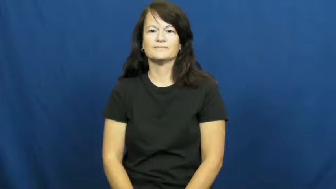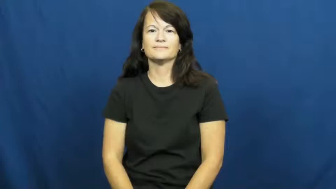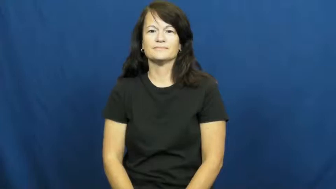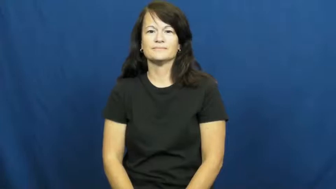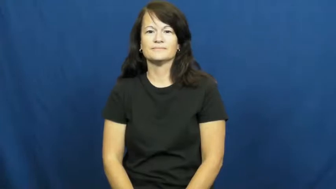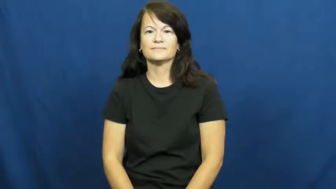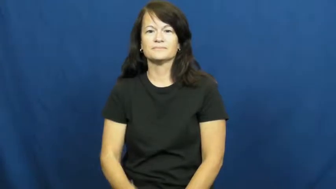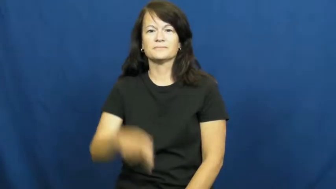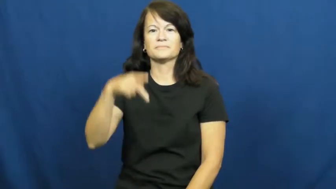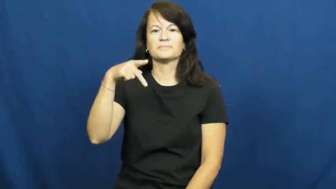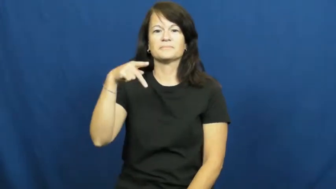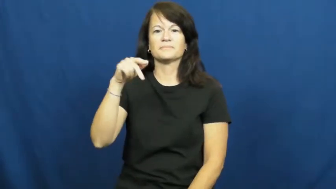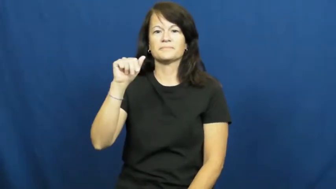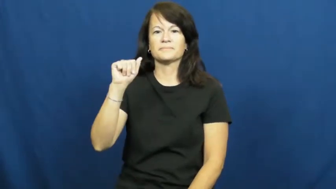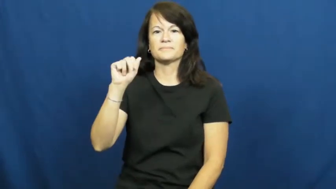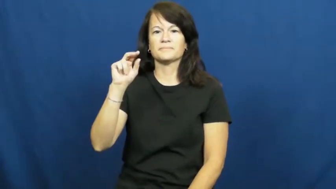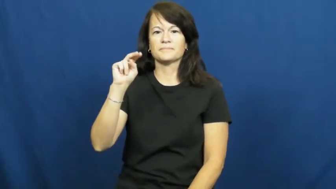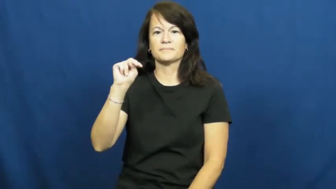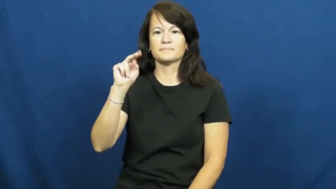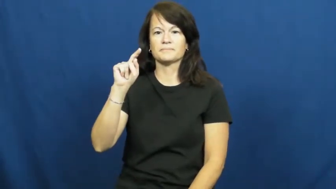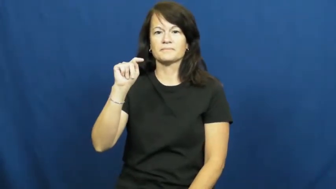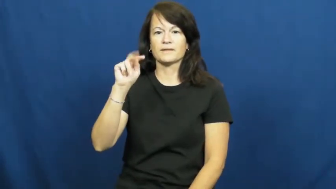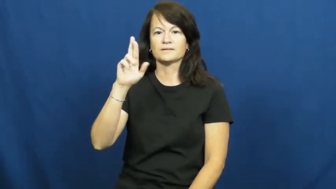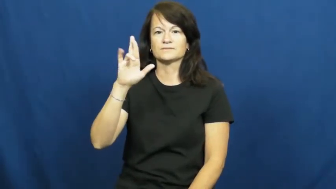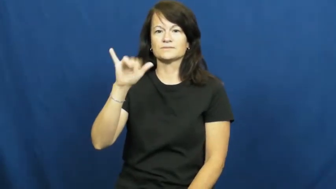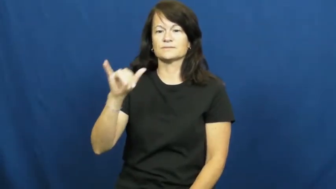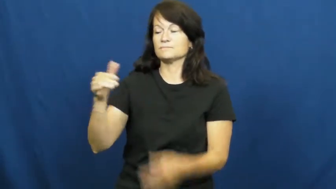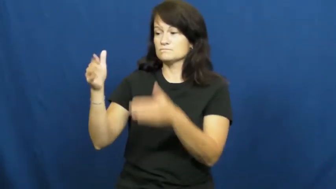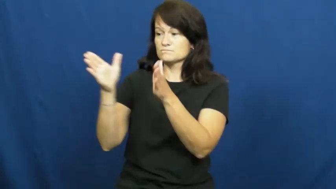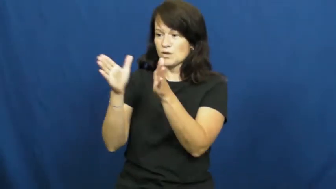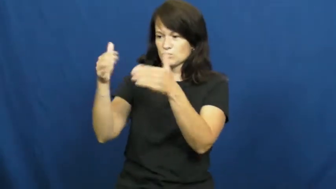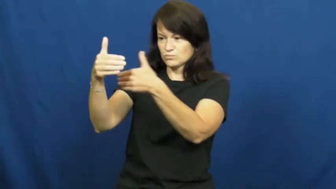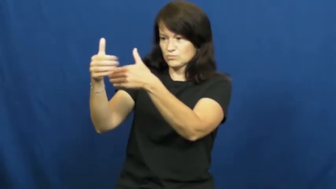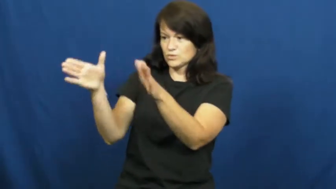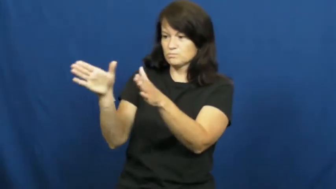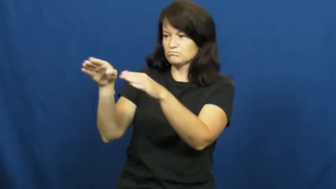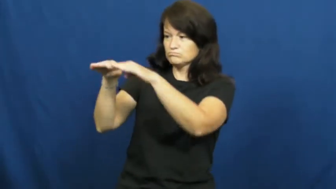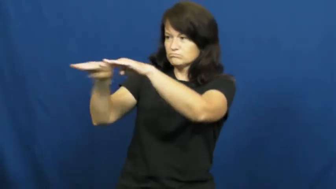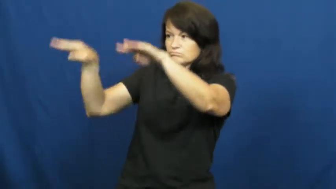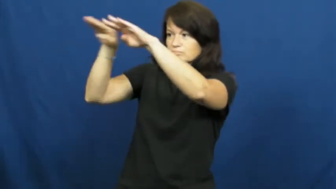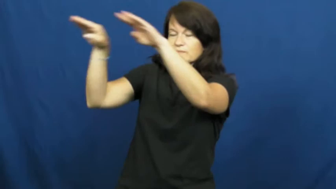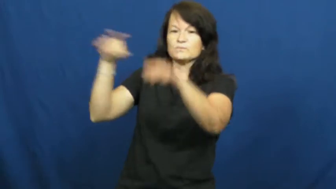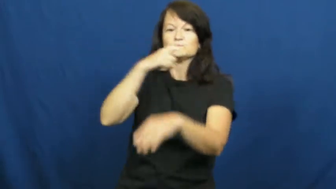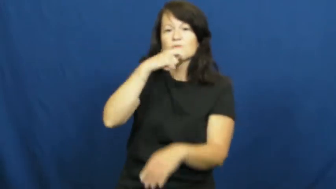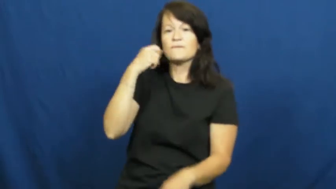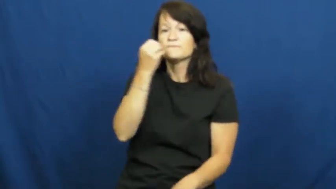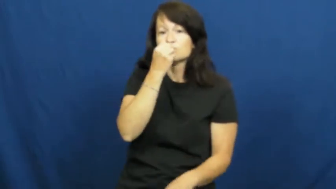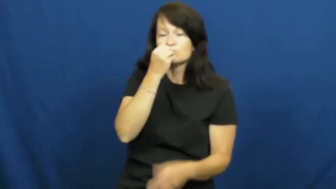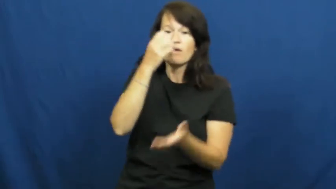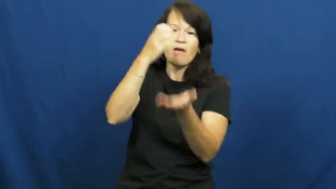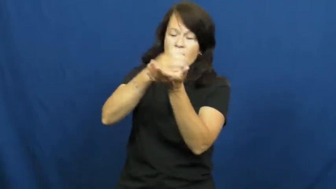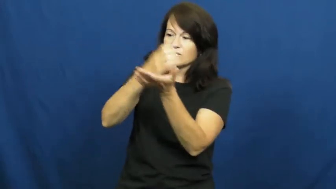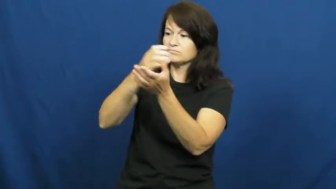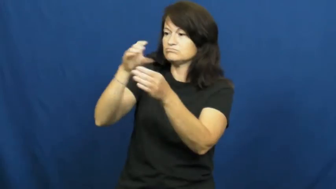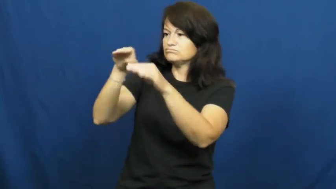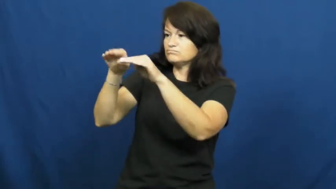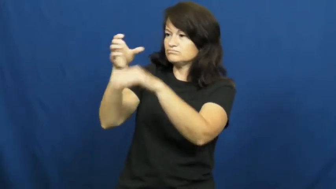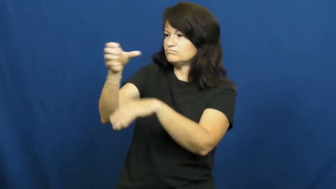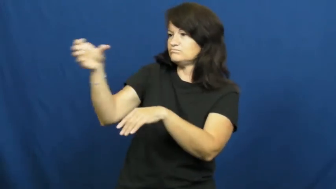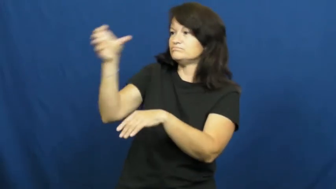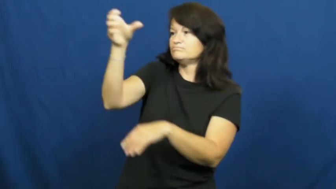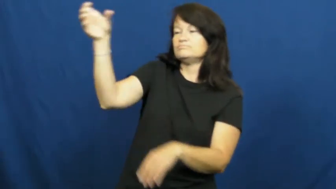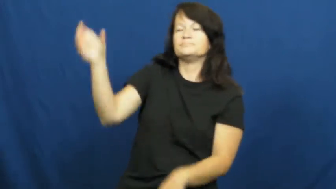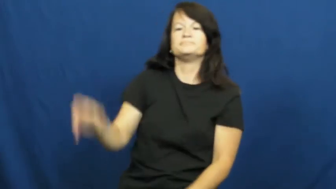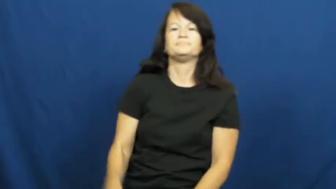pantry